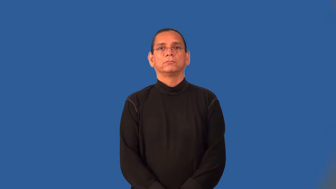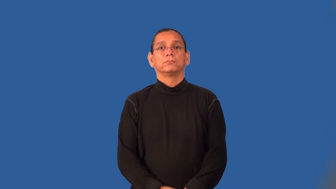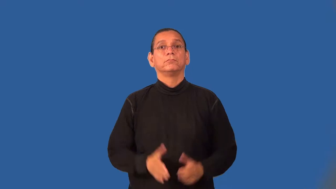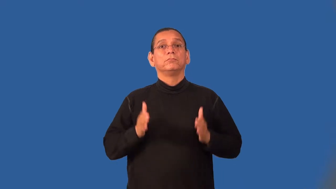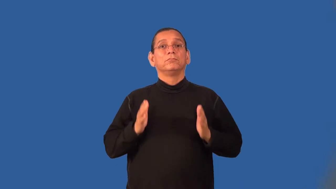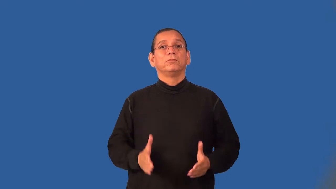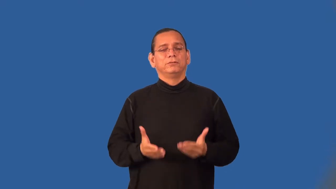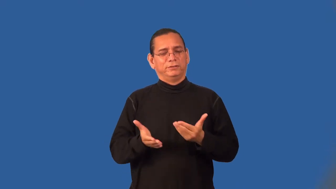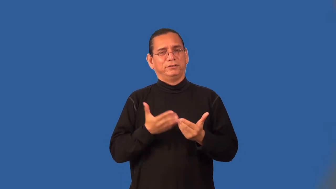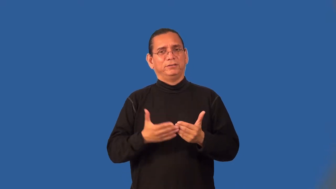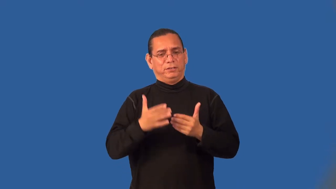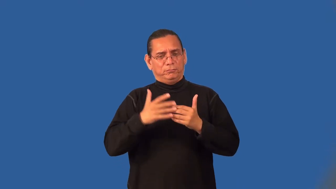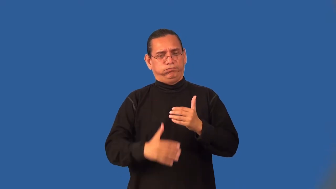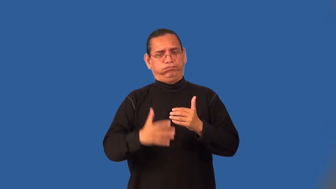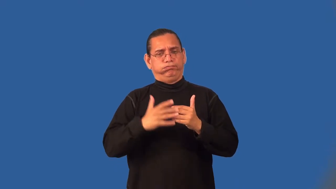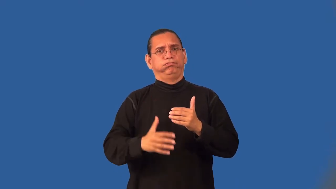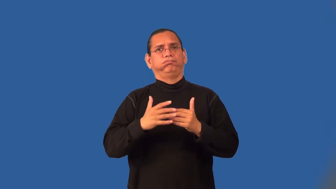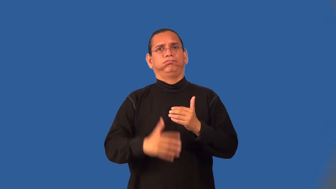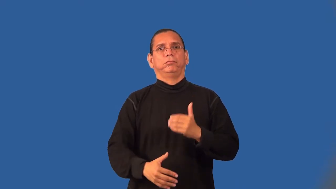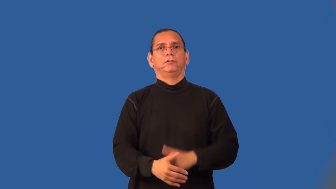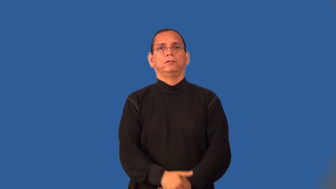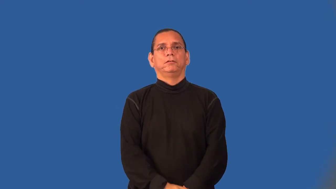bleeder